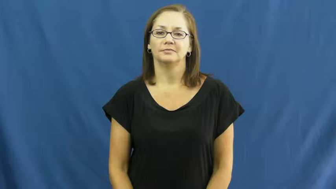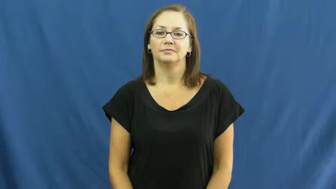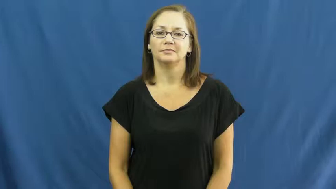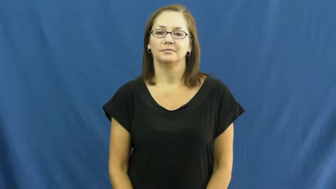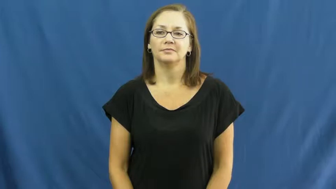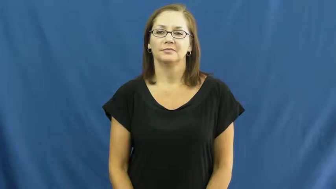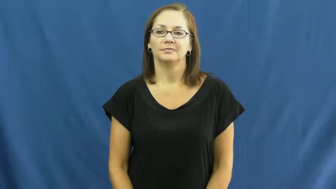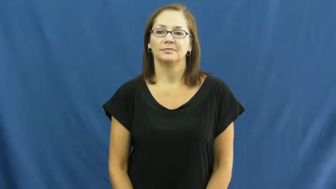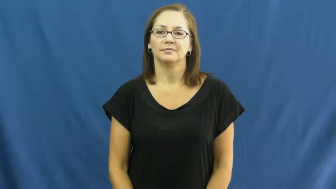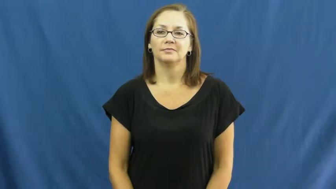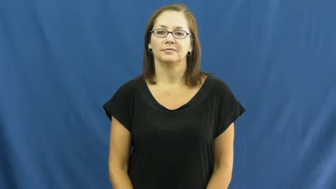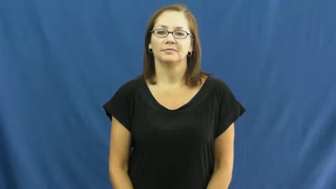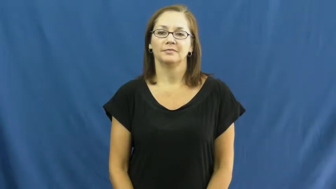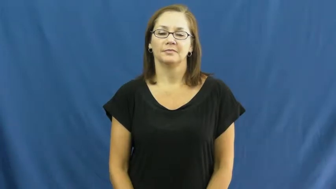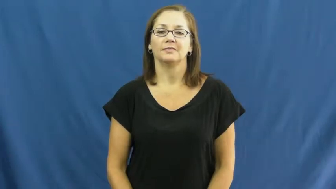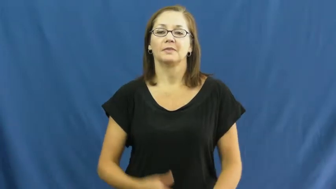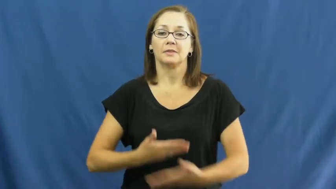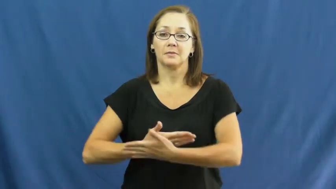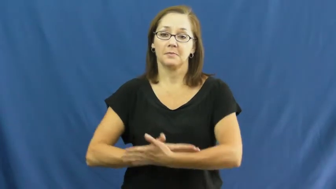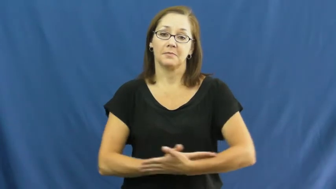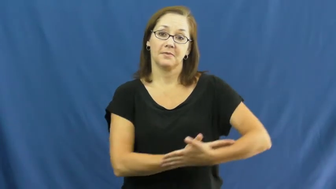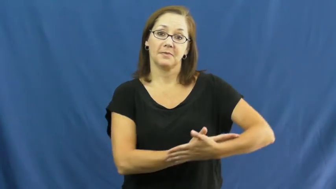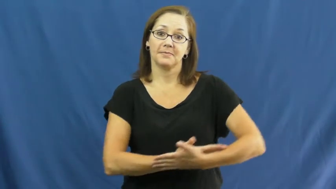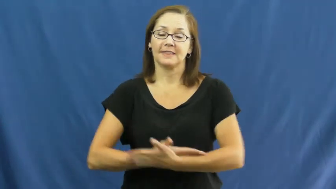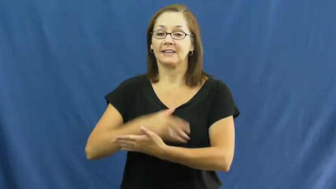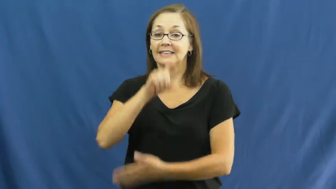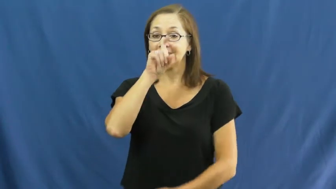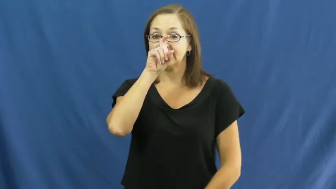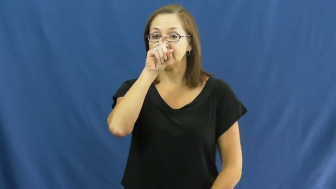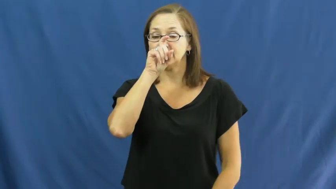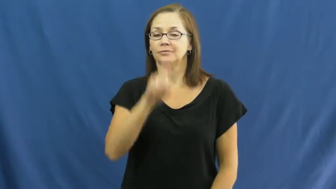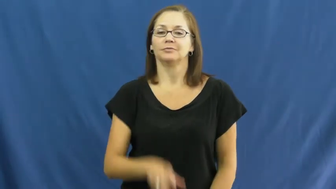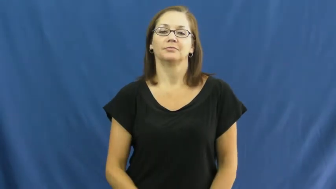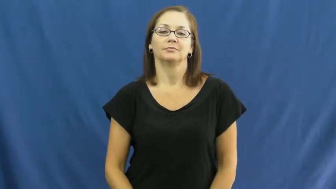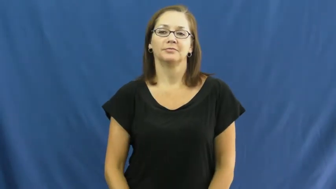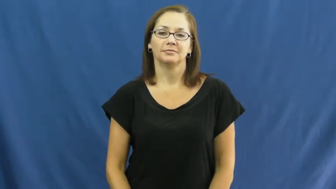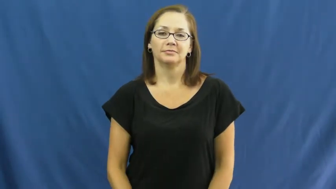eaglet